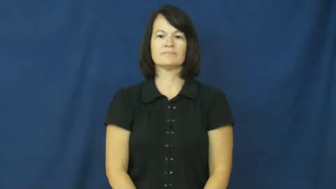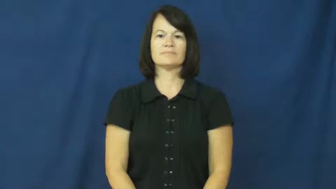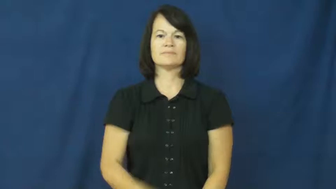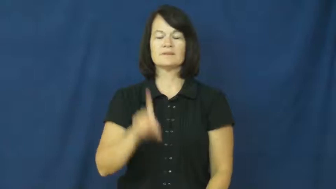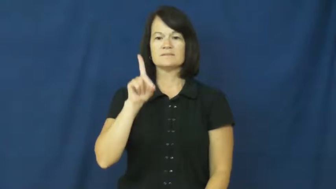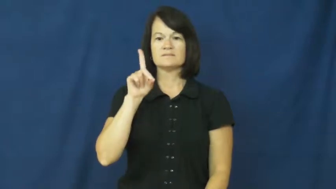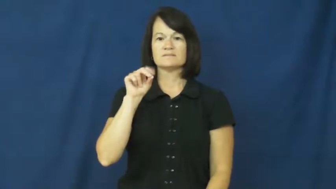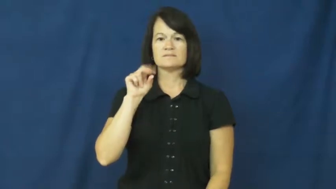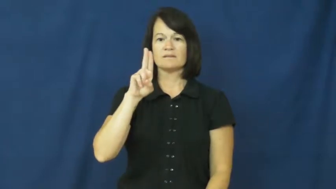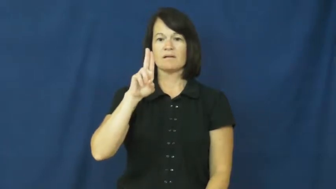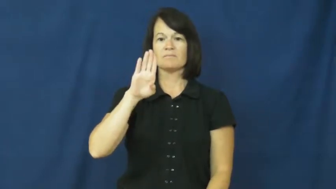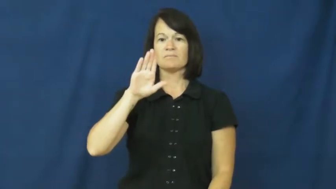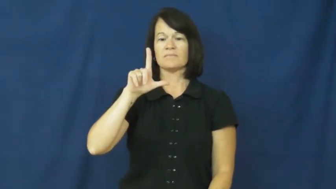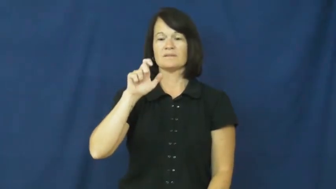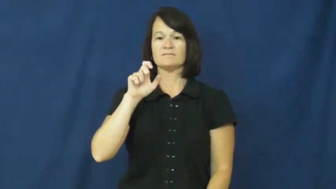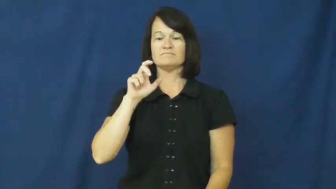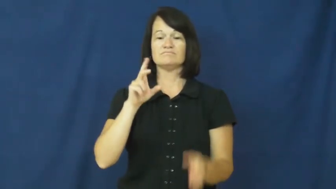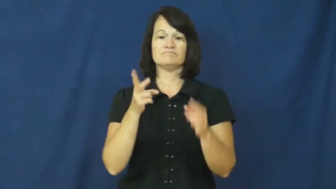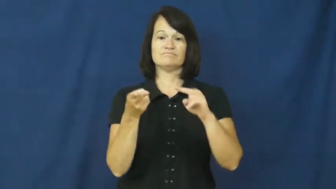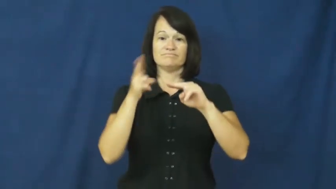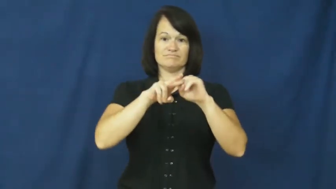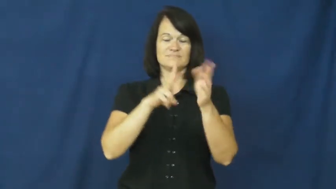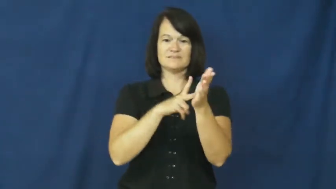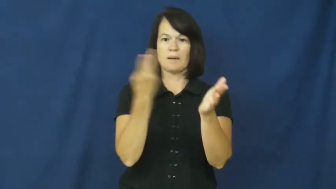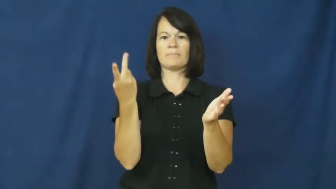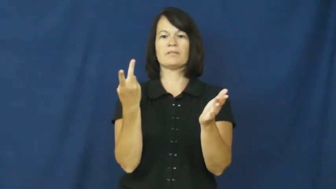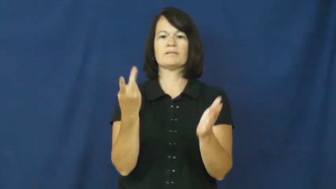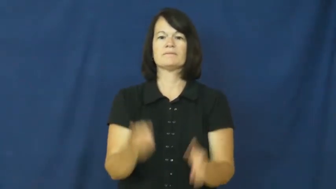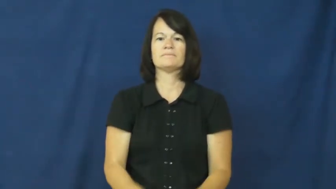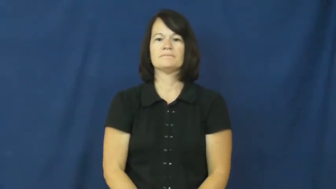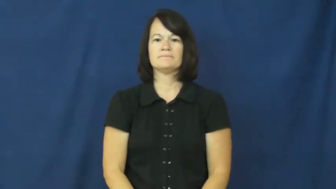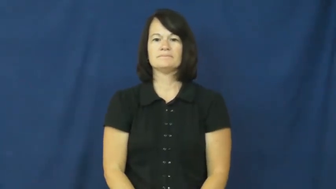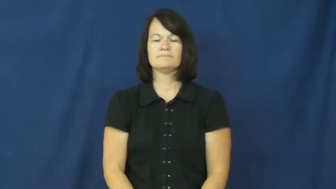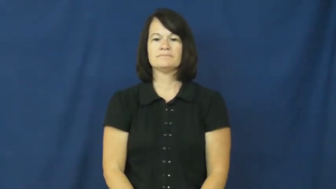double-verb